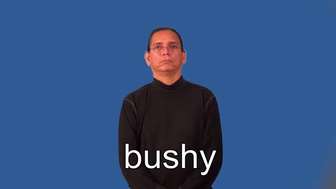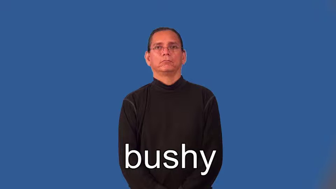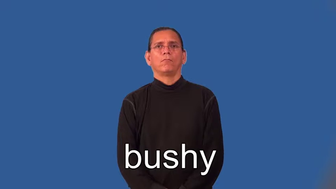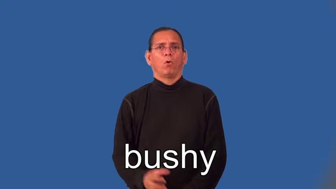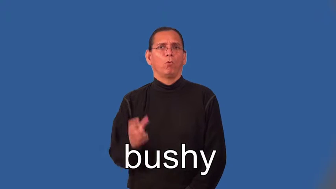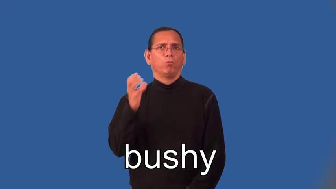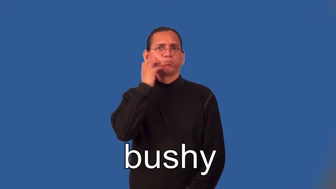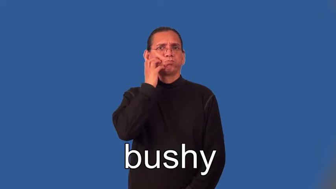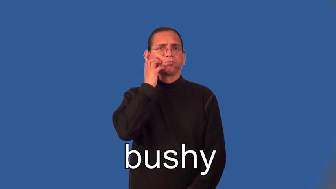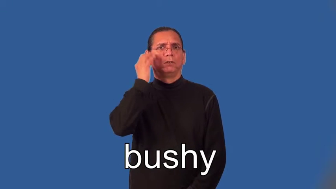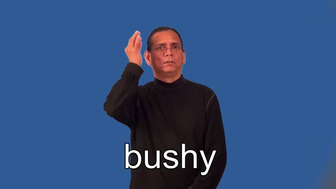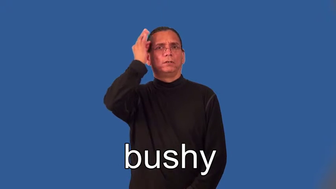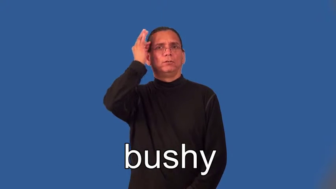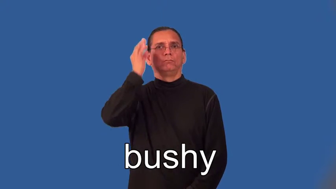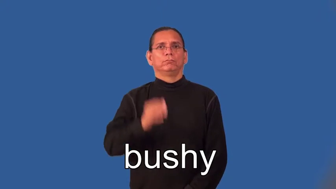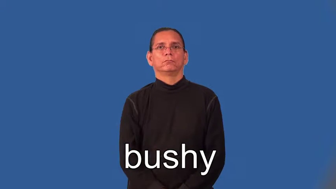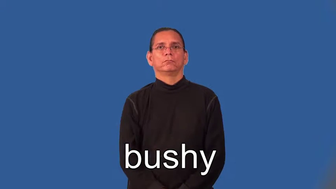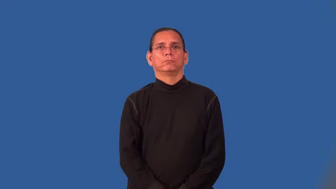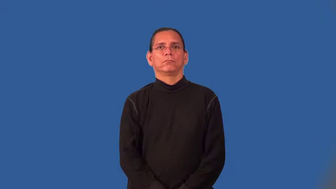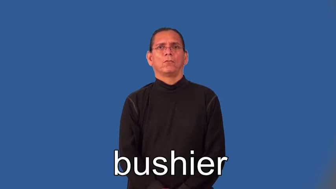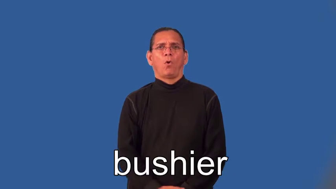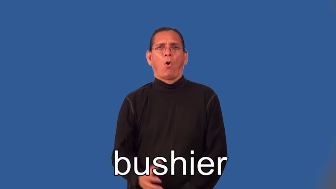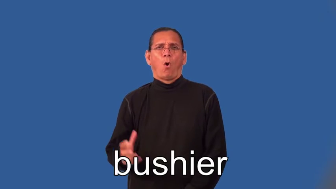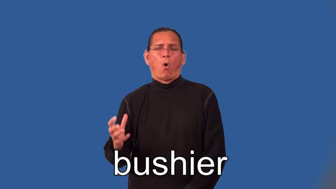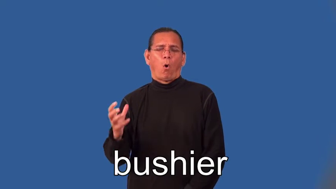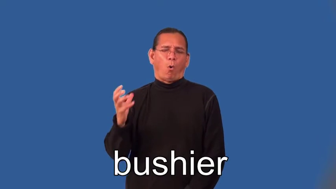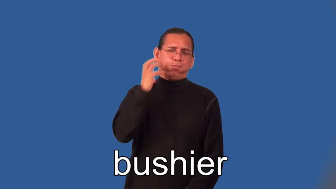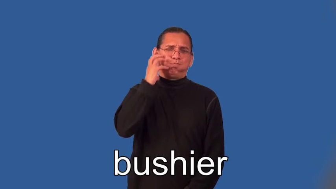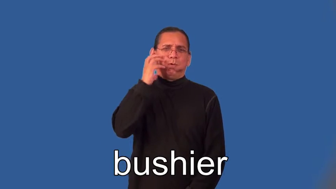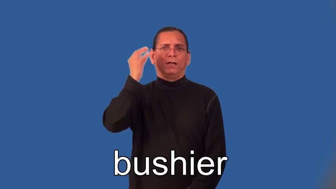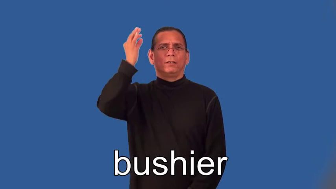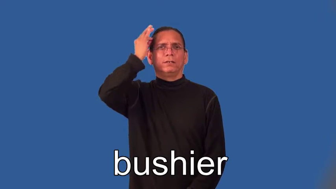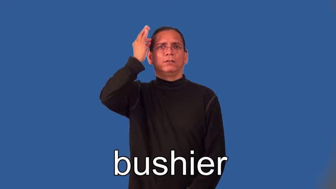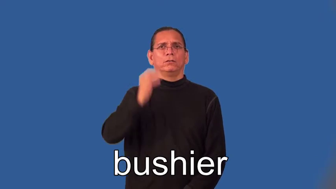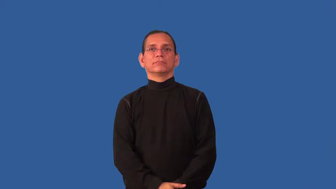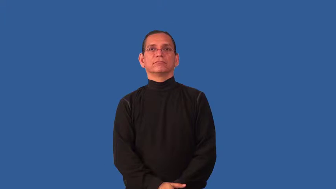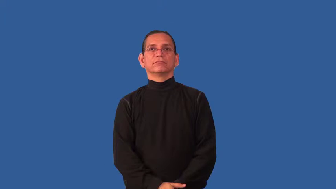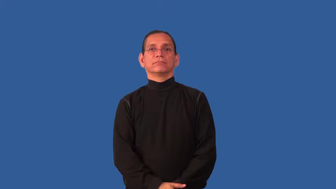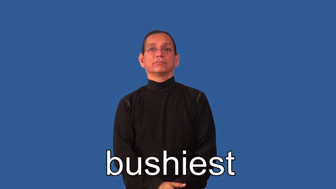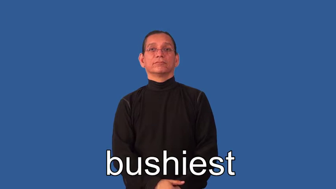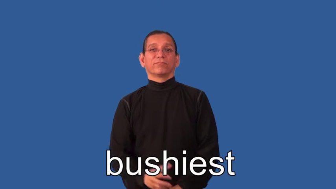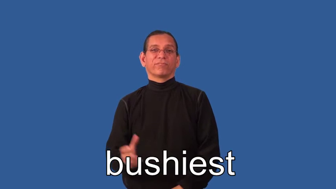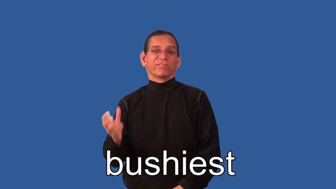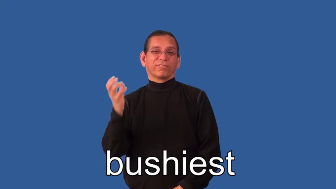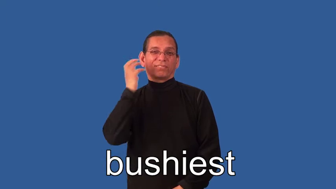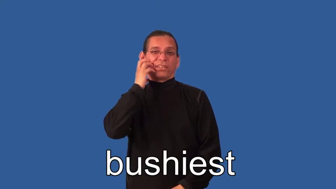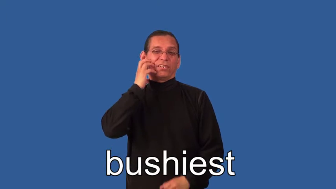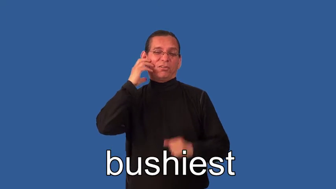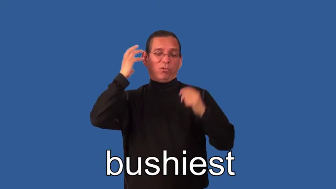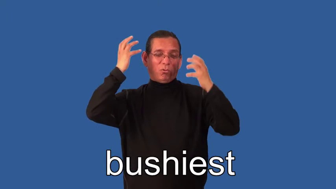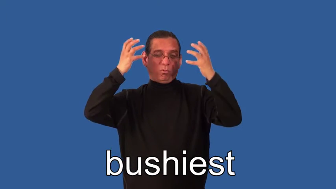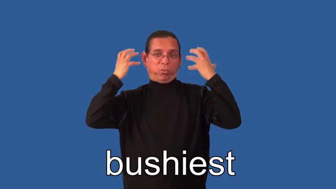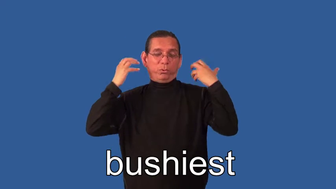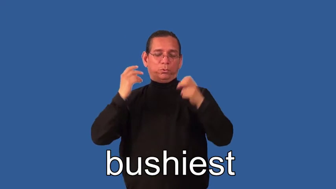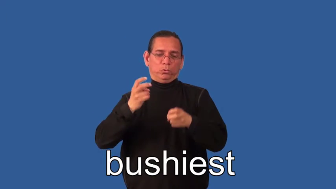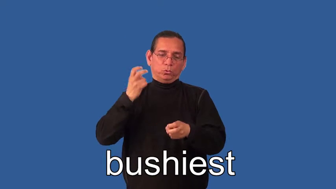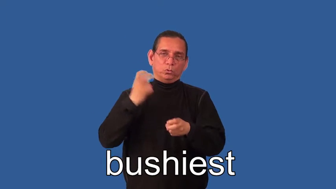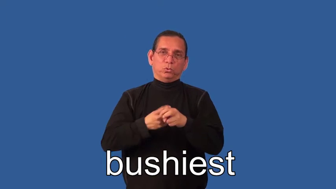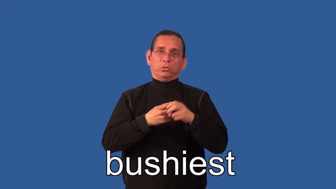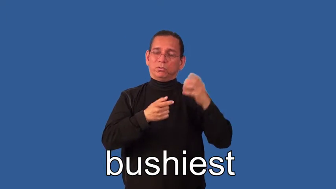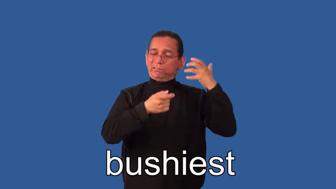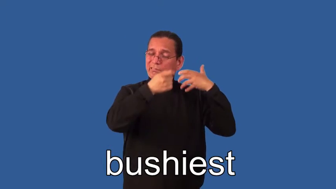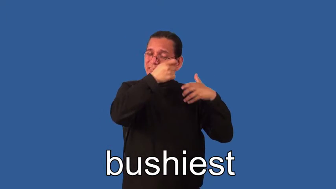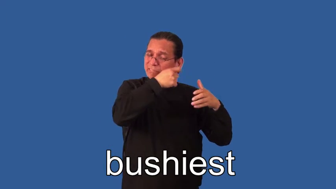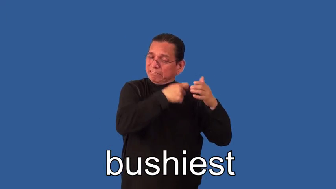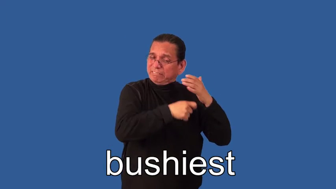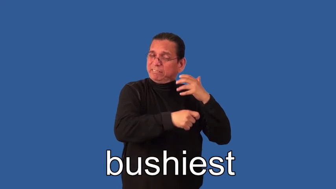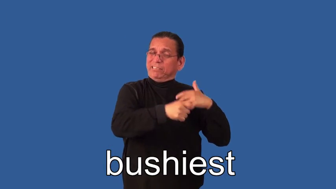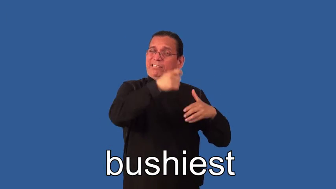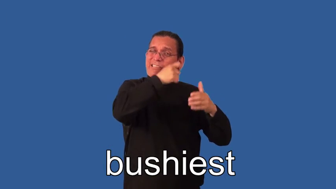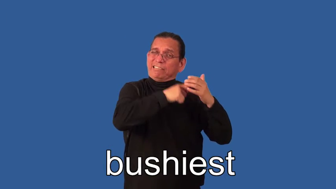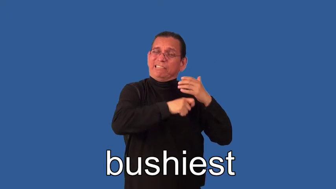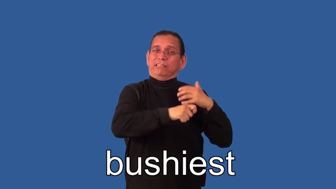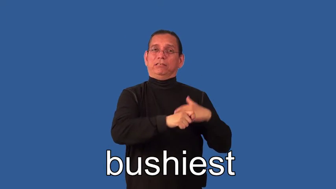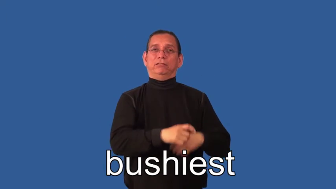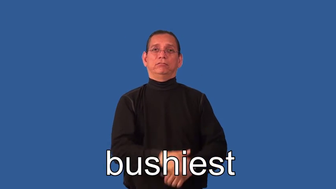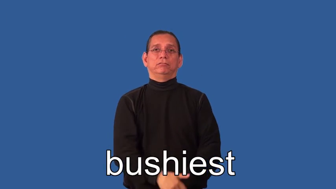bushier,bushiest-hair